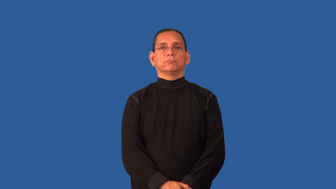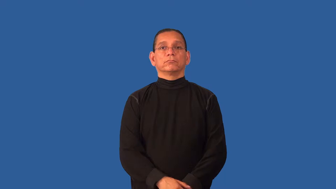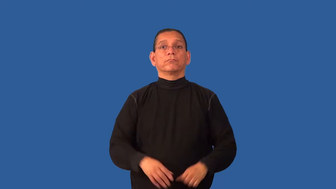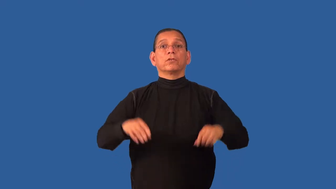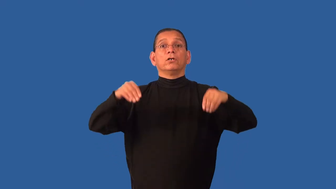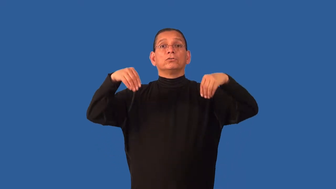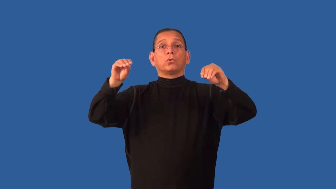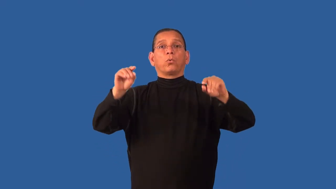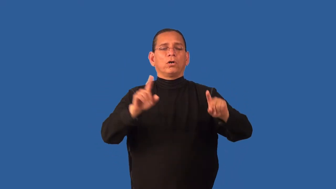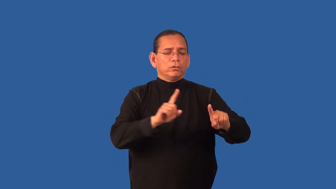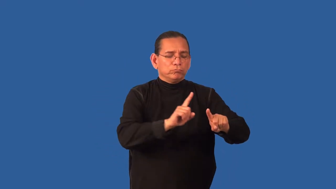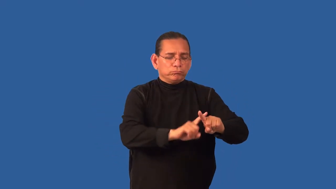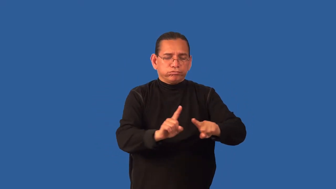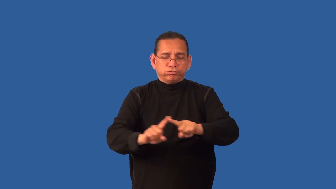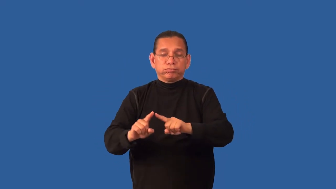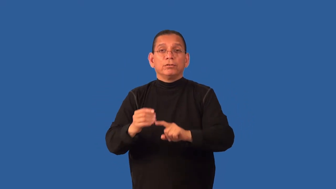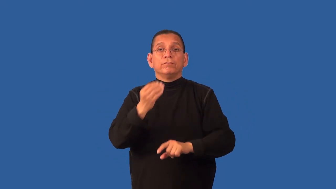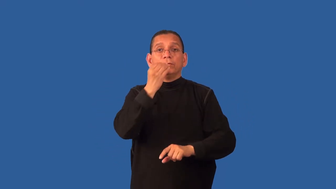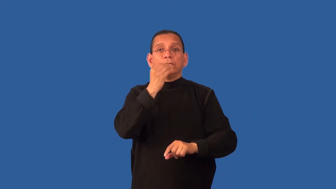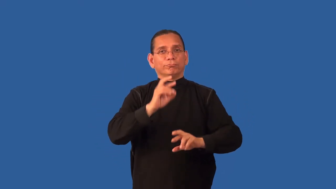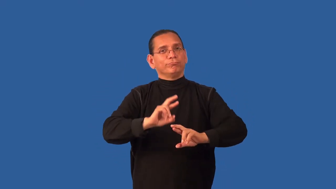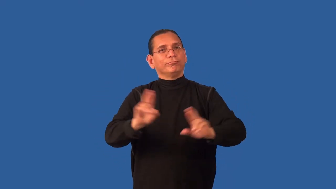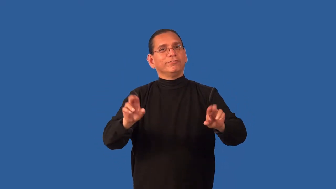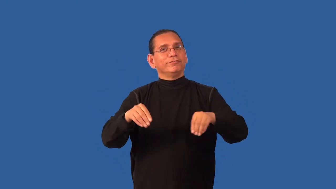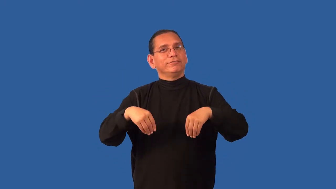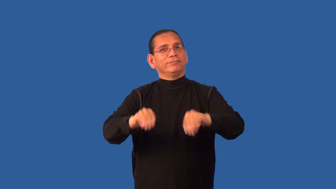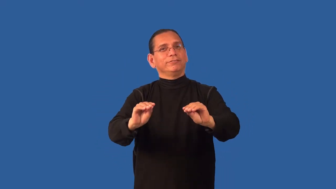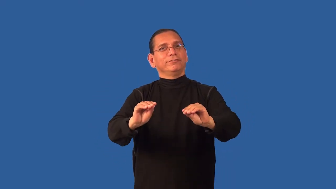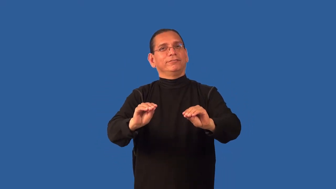delicatessen